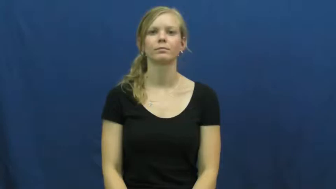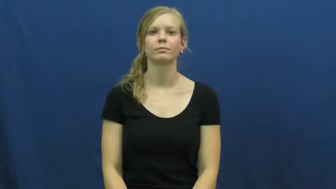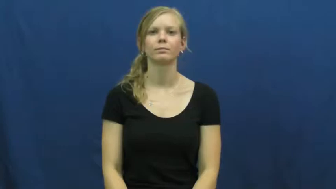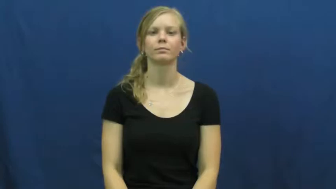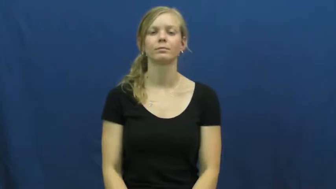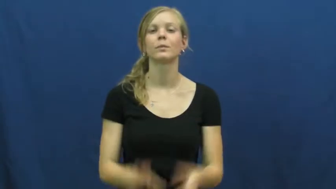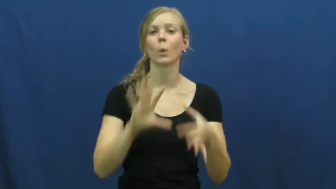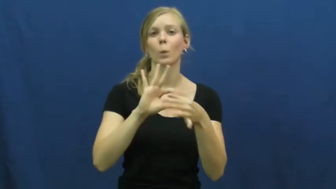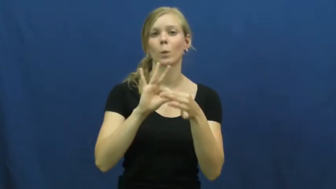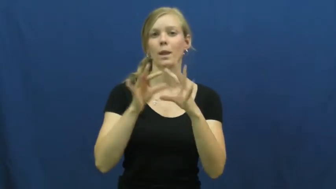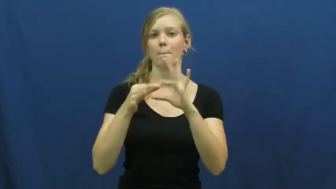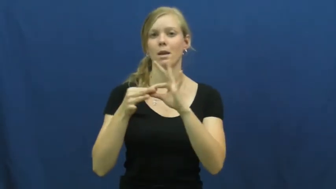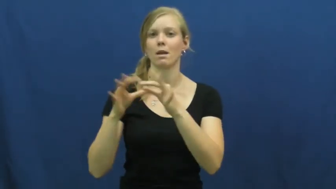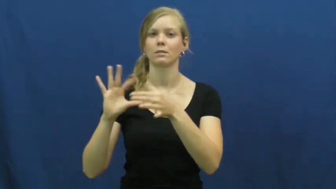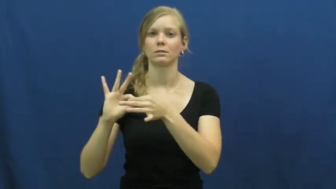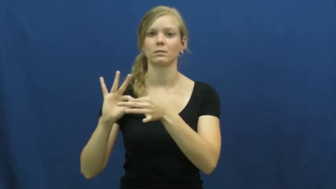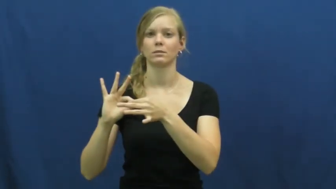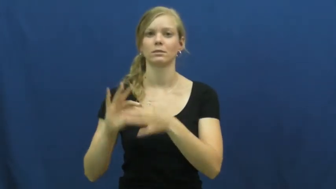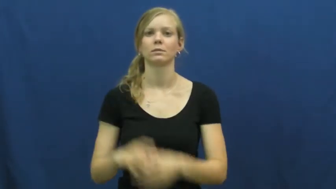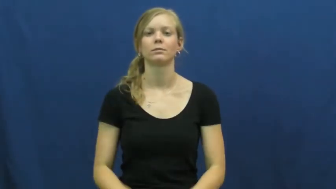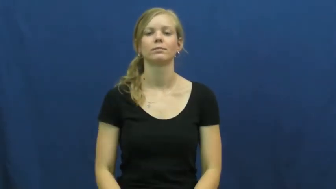olympics